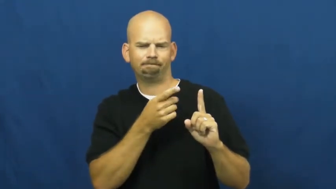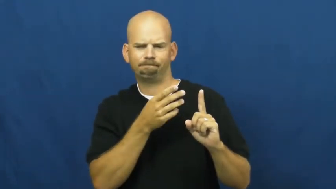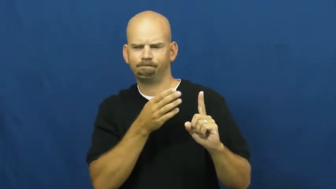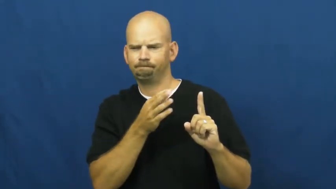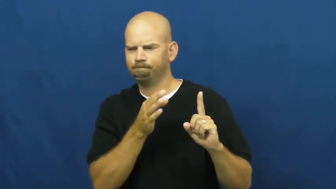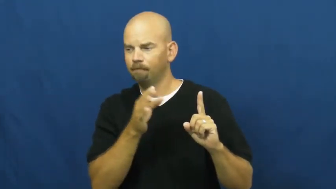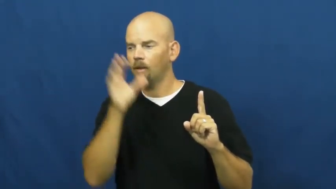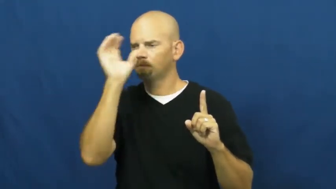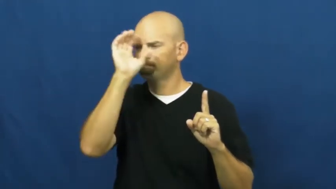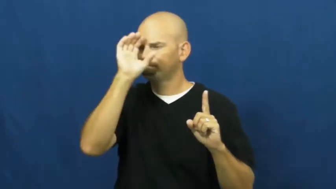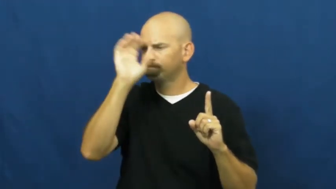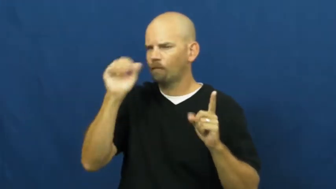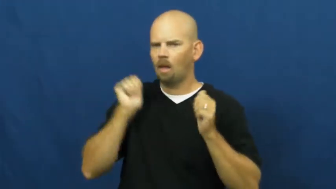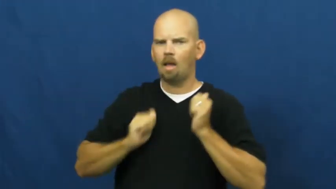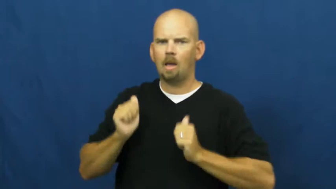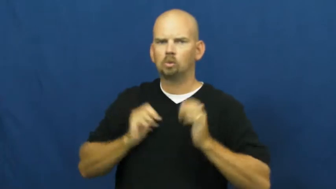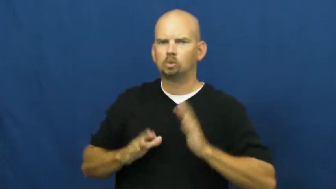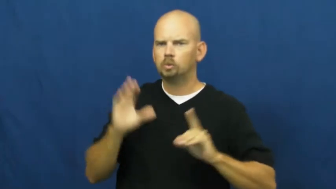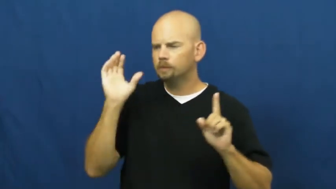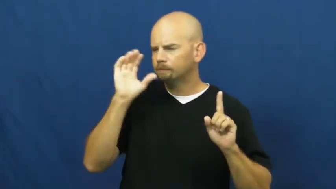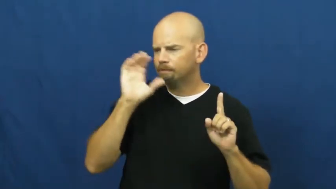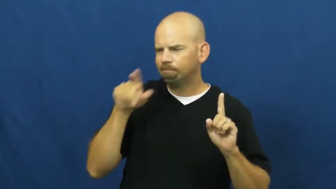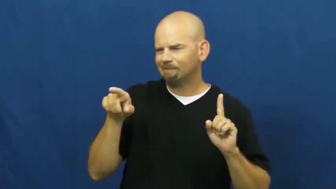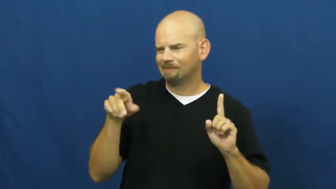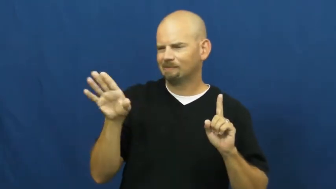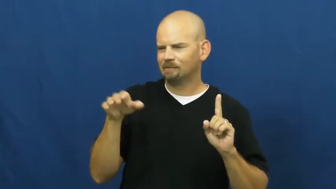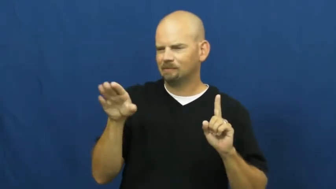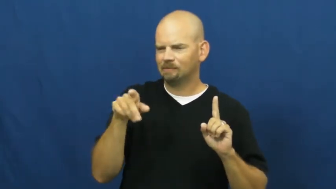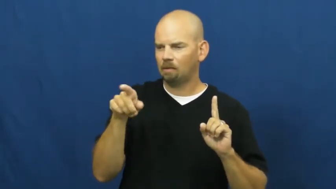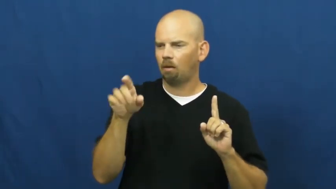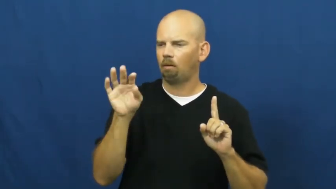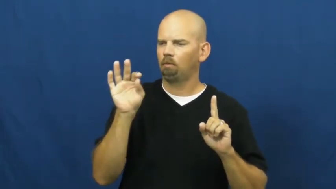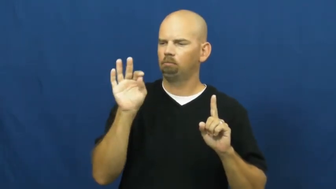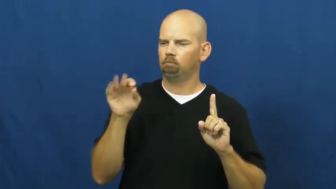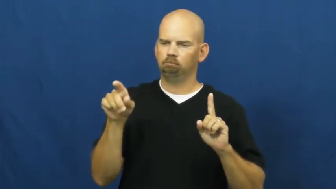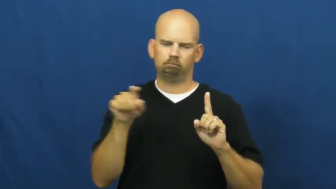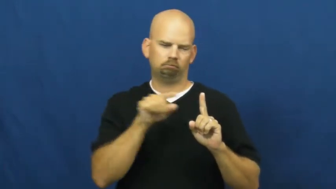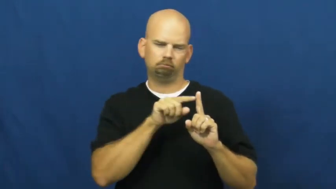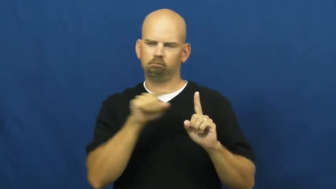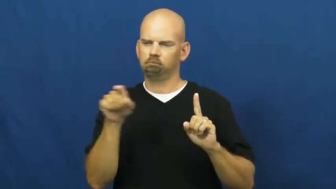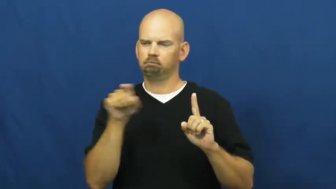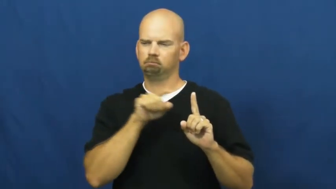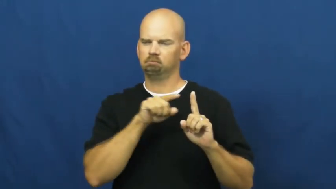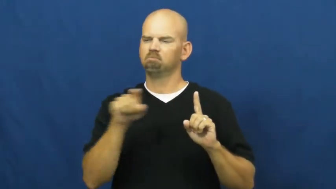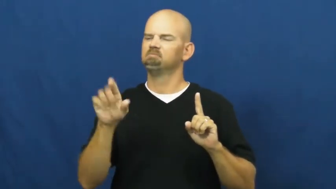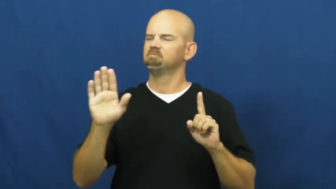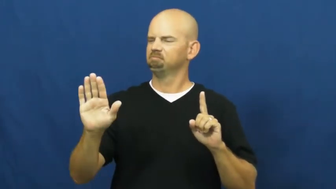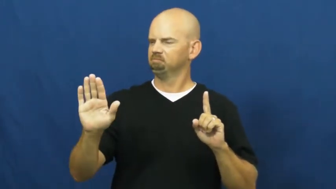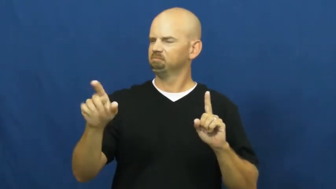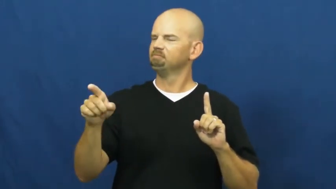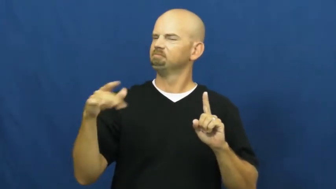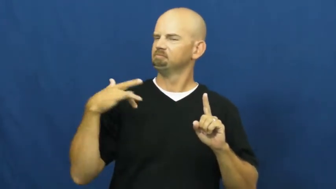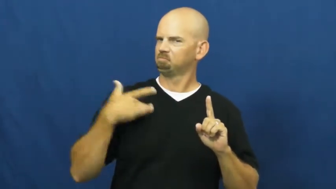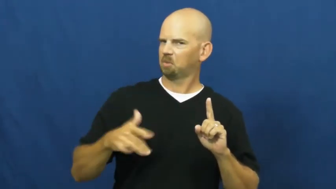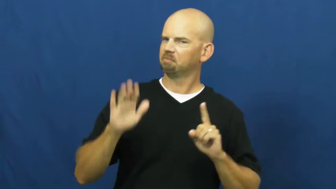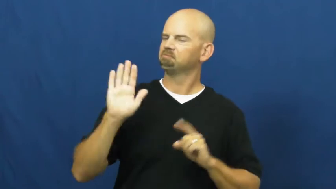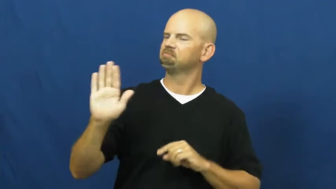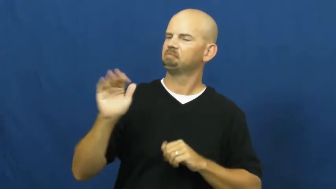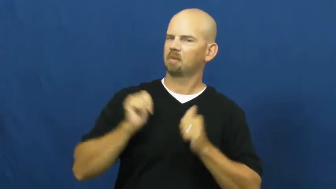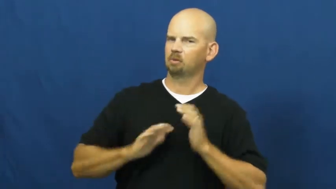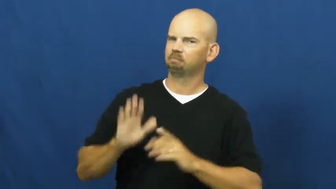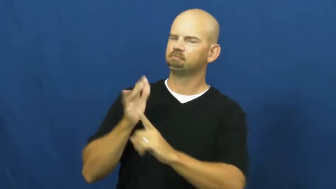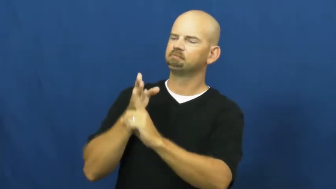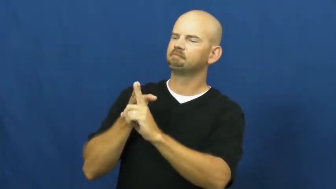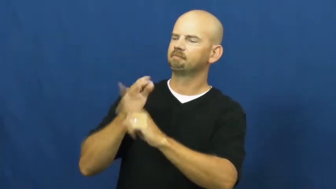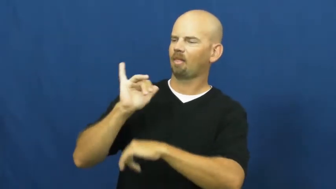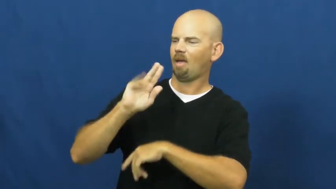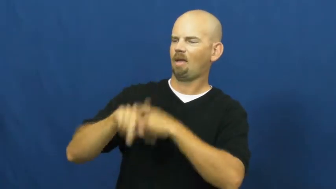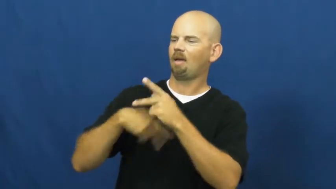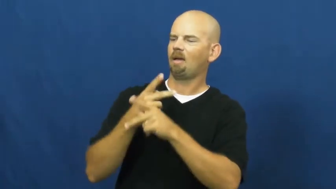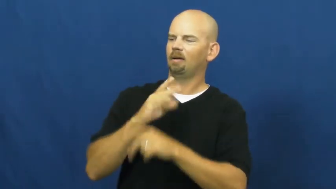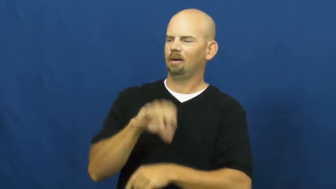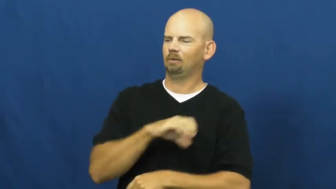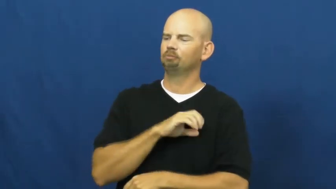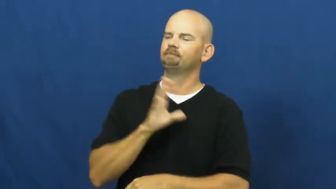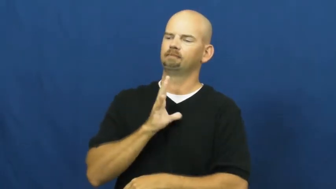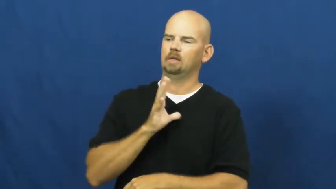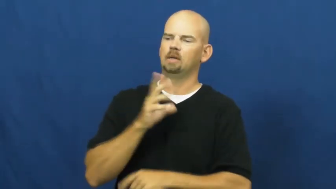typecast